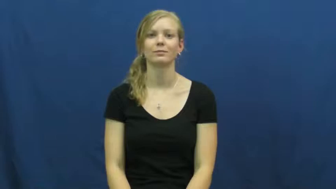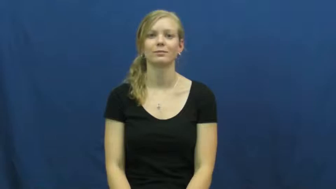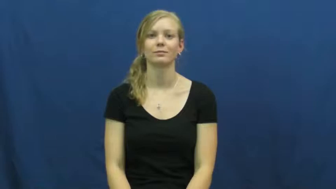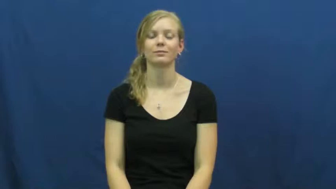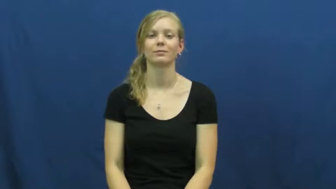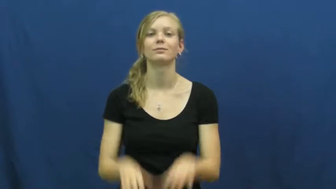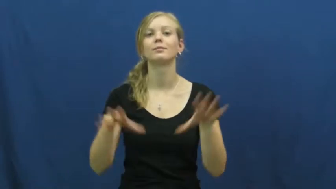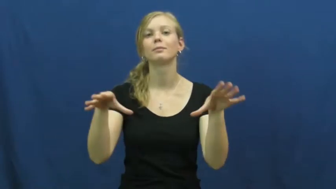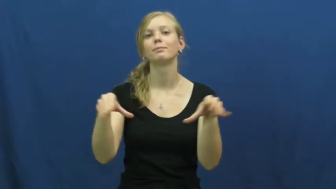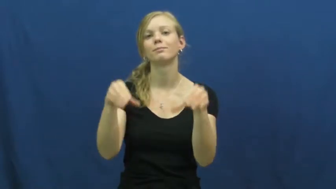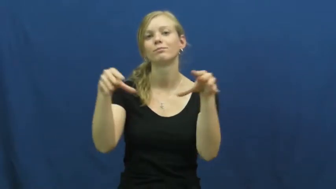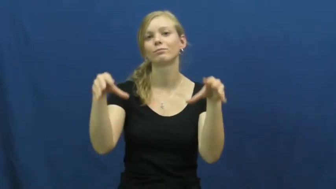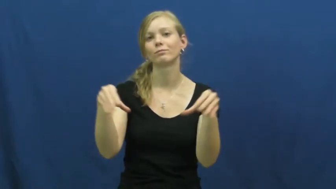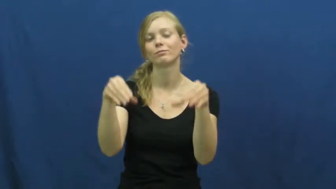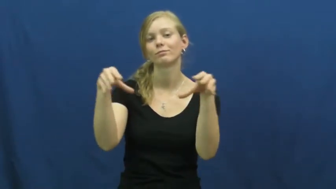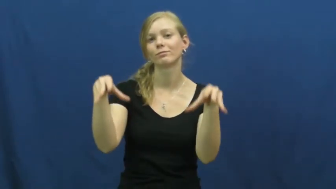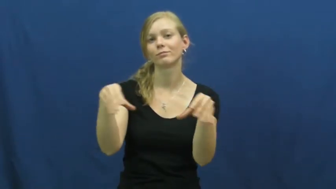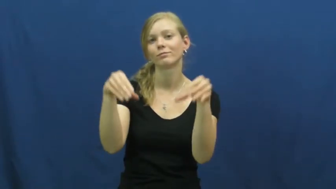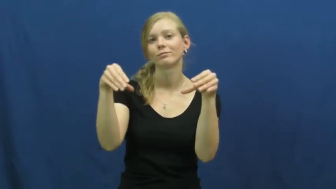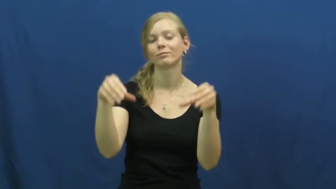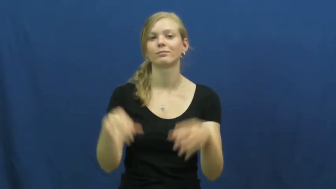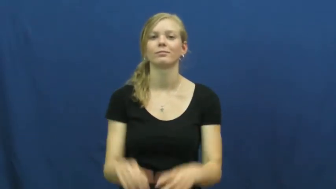work in-make a part of